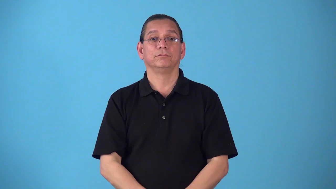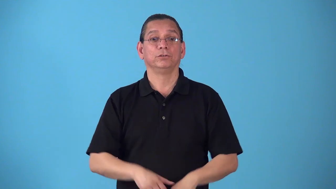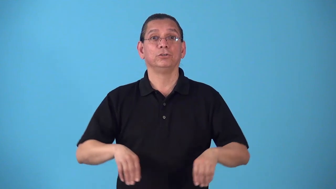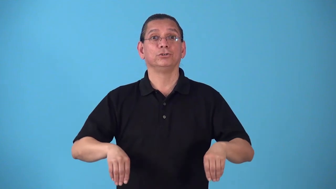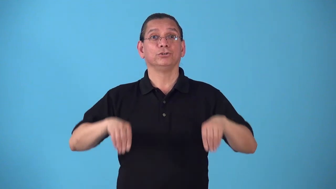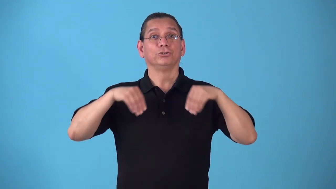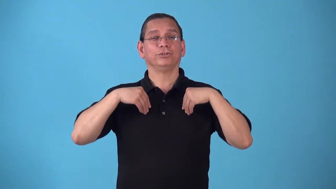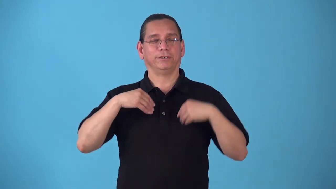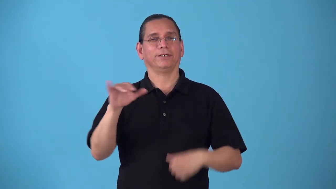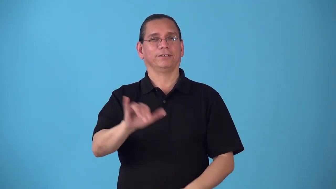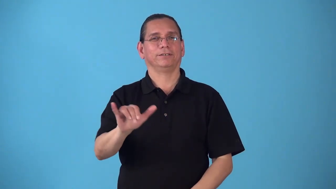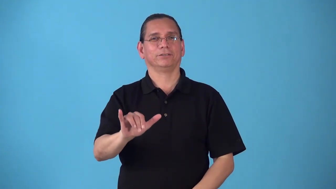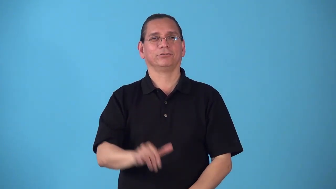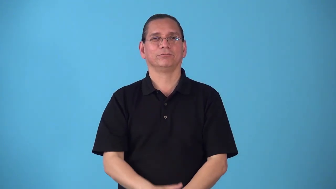sheetlike